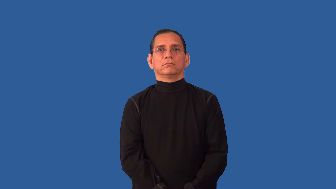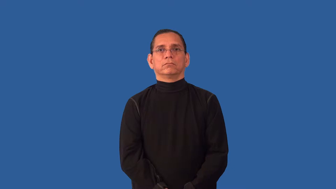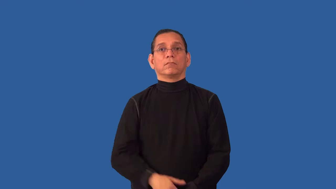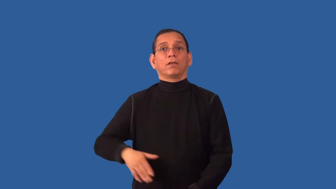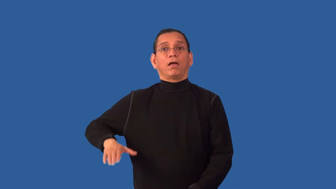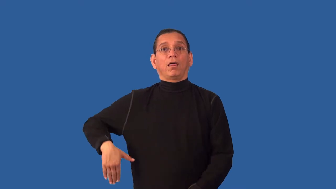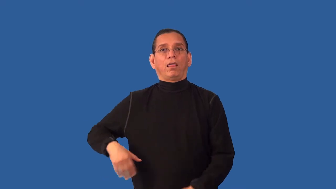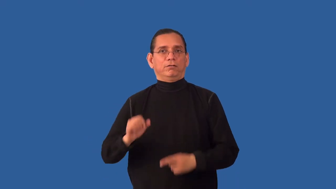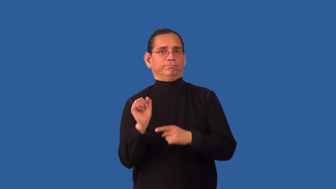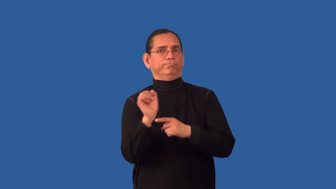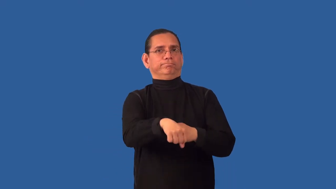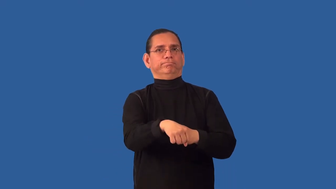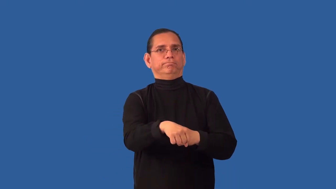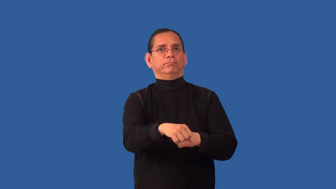unbeaten-undefeated